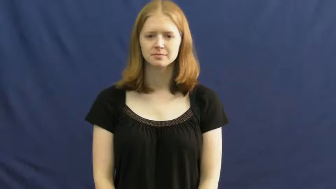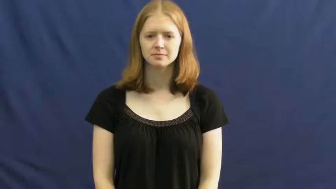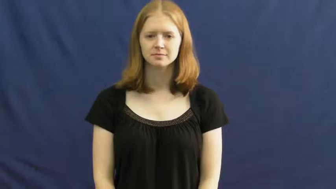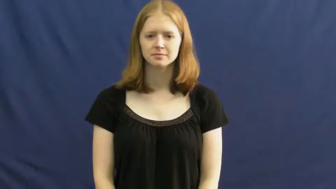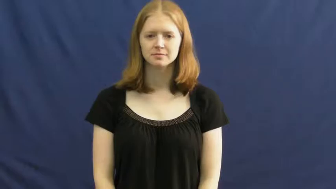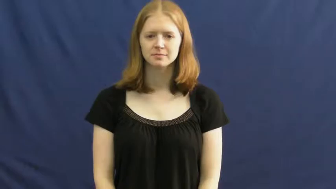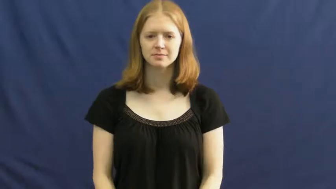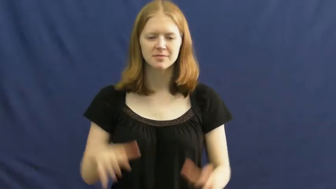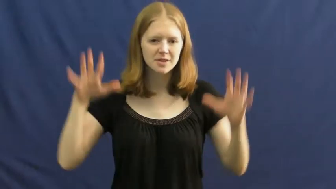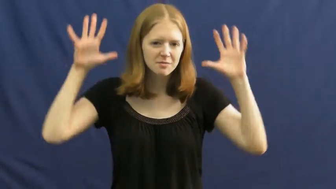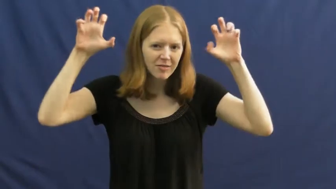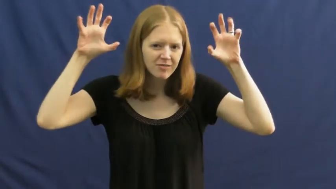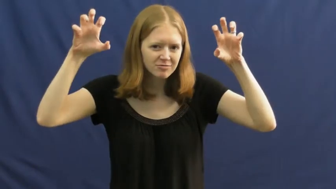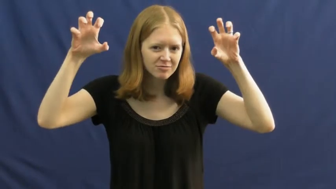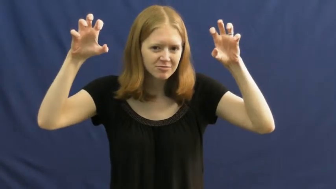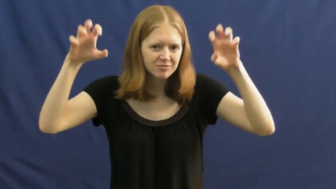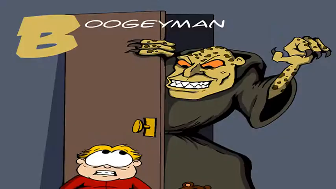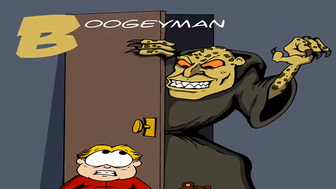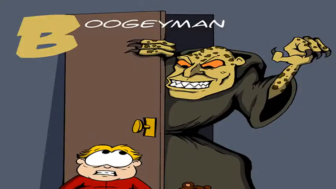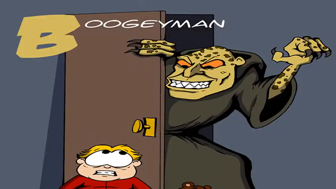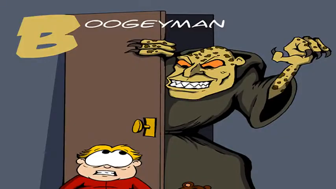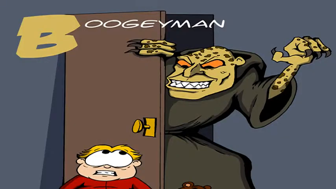boogeyman,bugaboo,bugbear